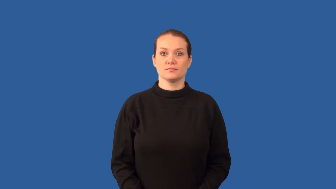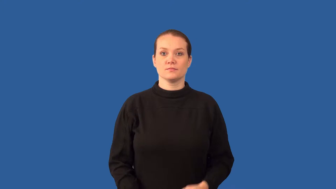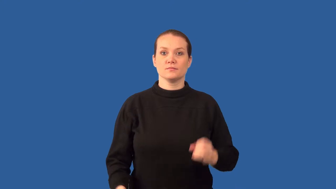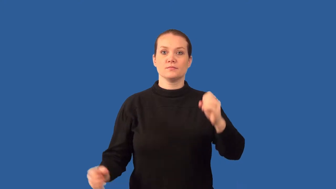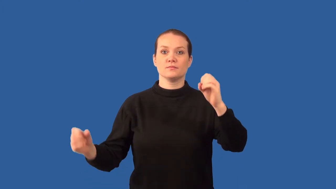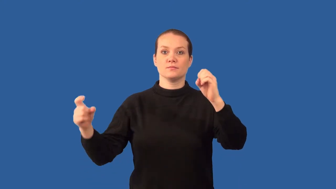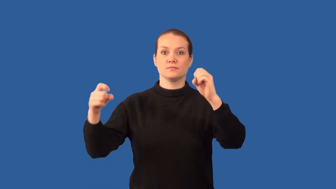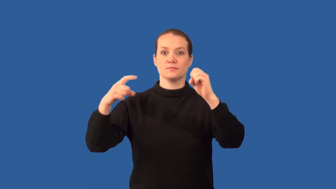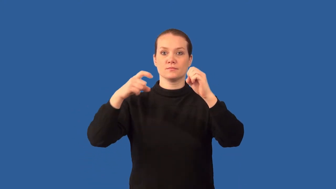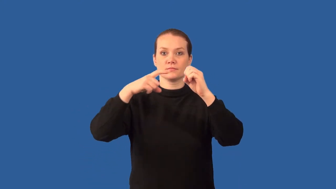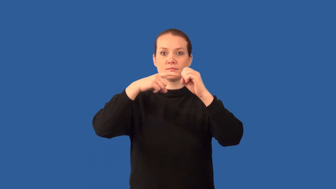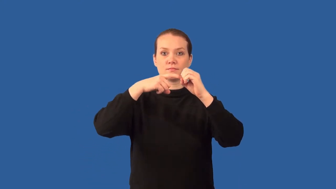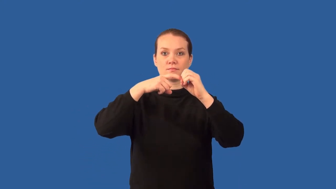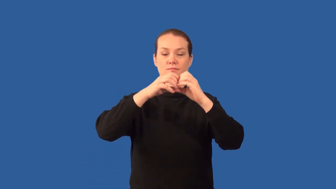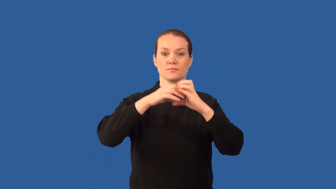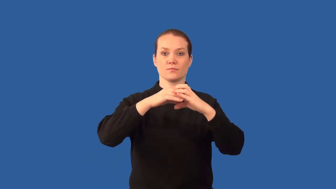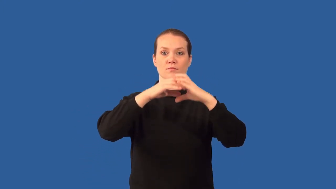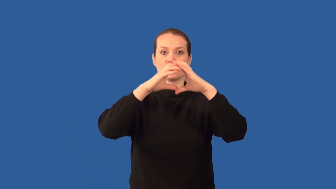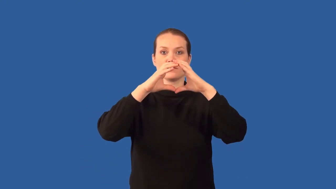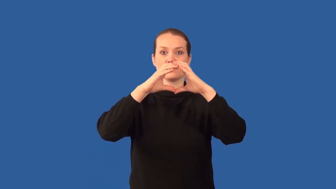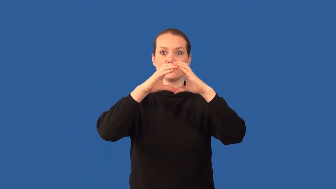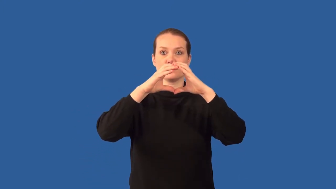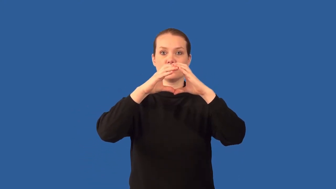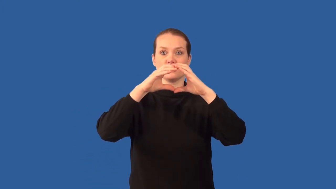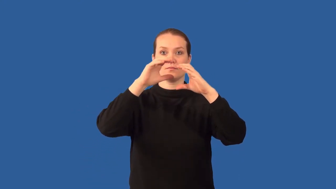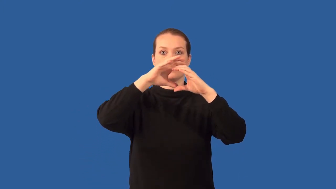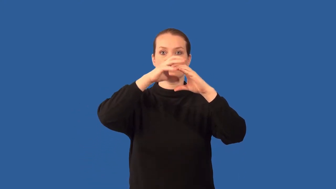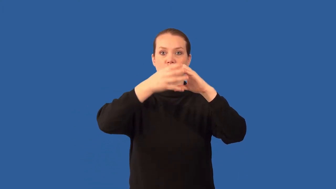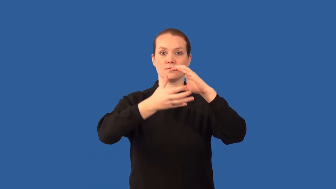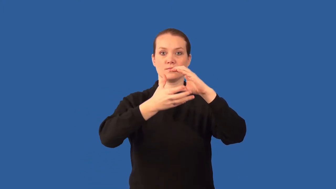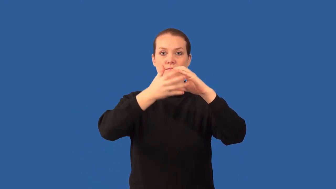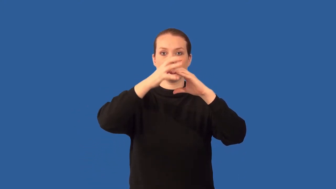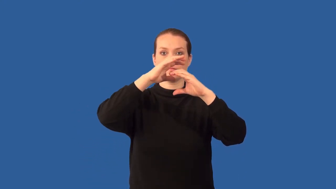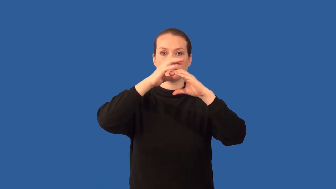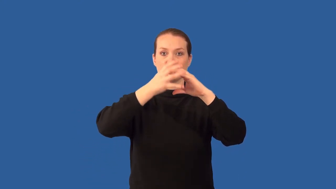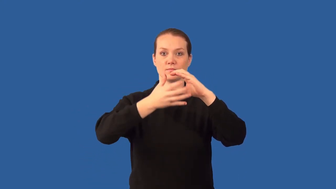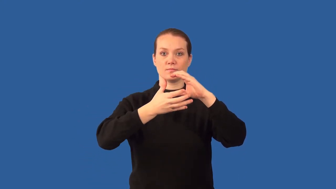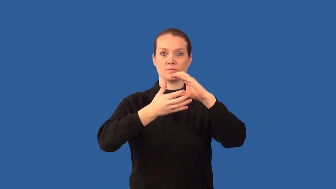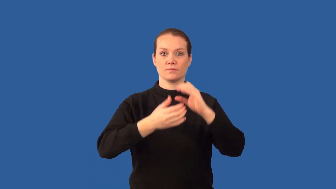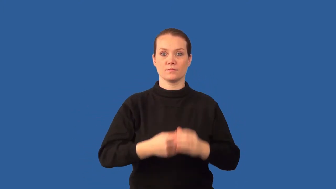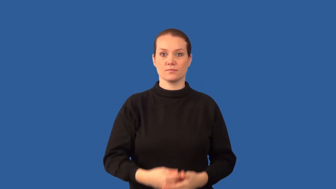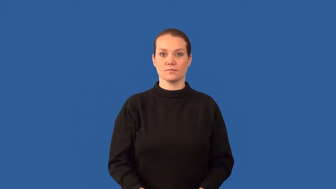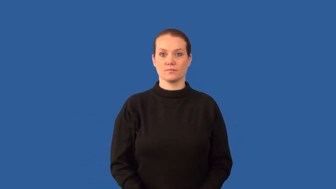amniotic sac,amnion